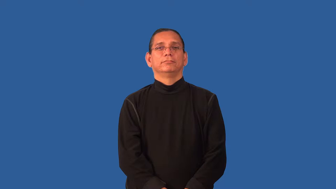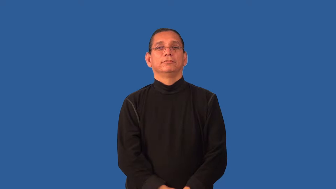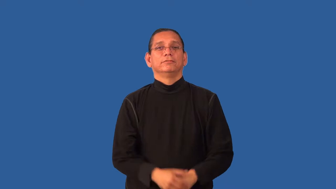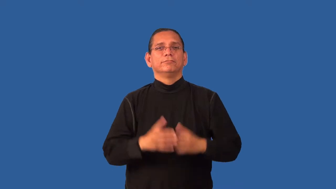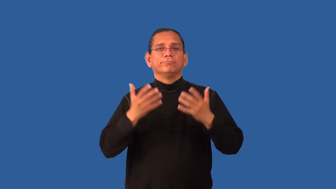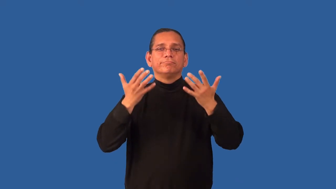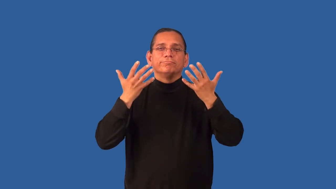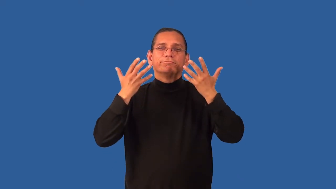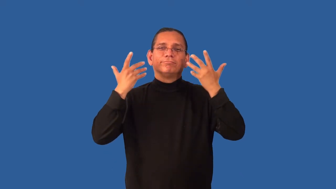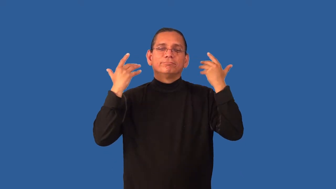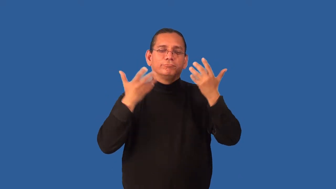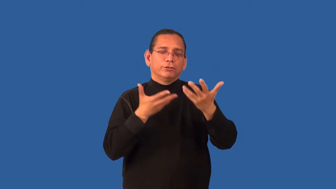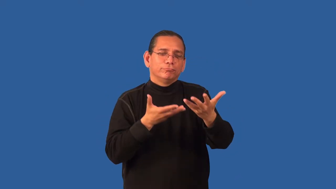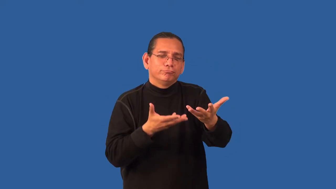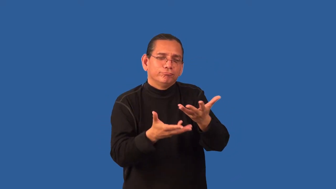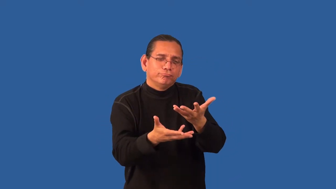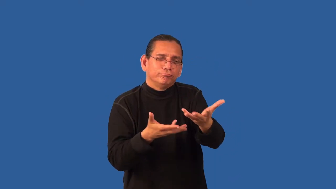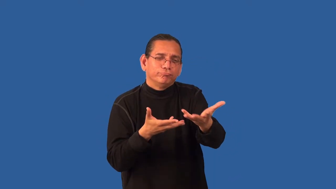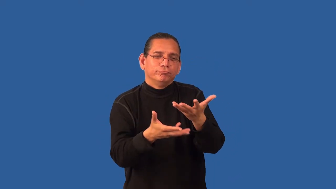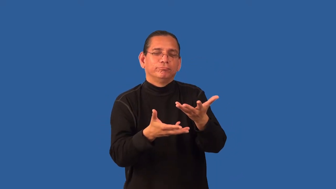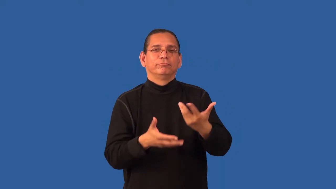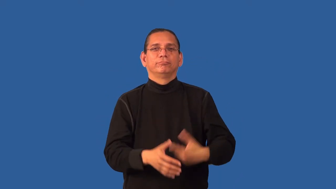disarming